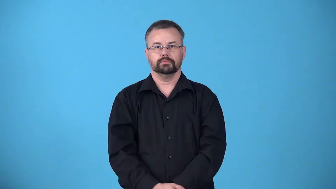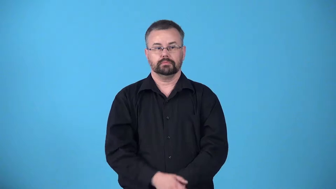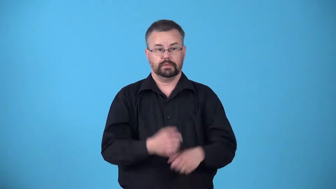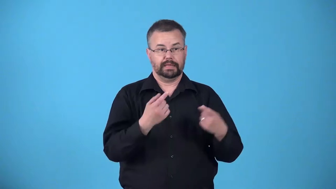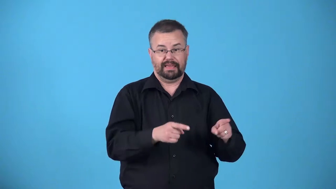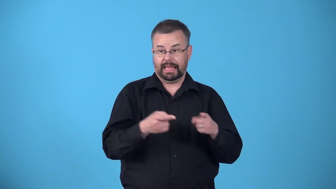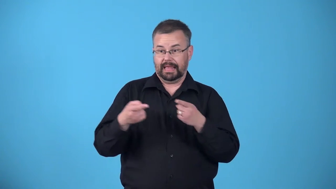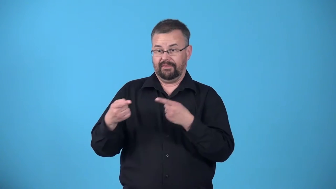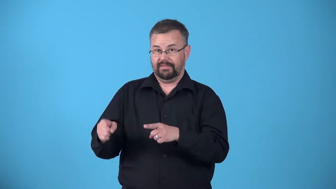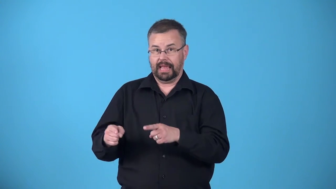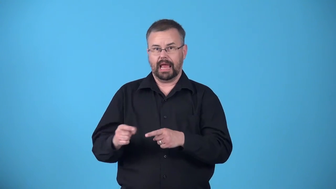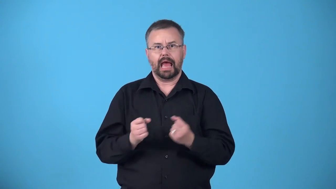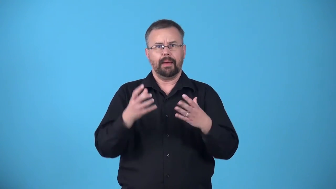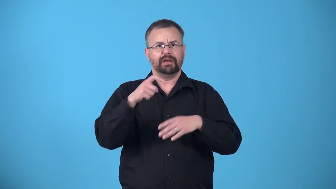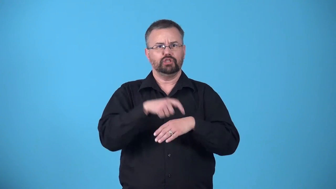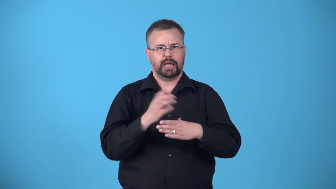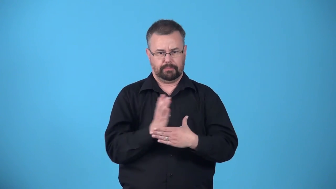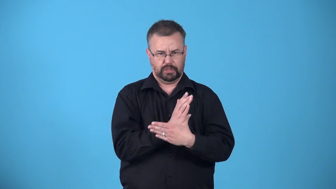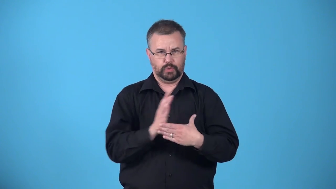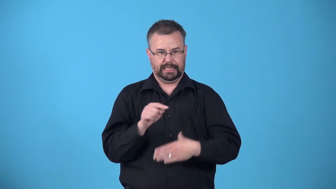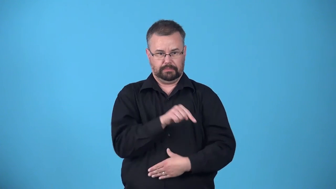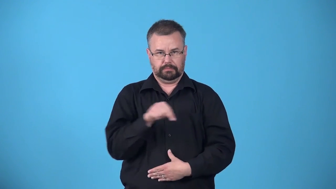apart-time between